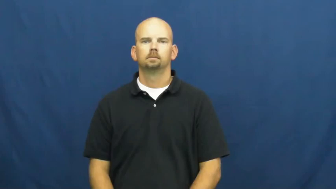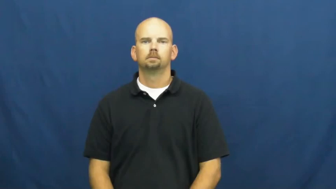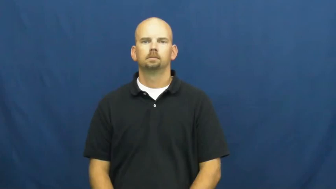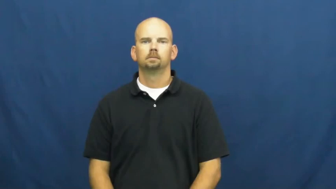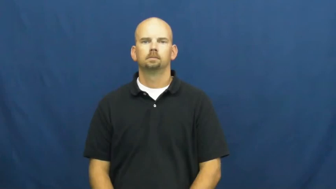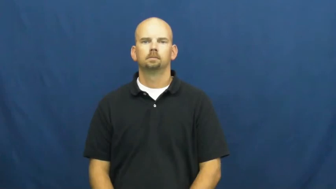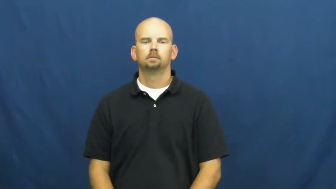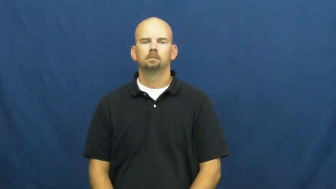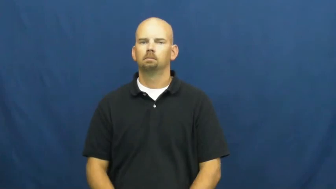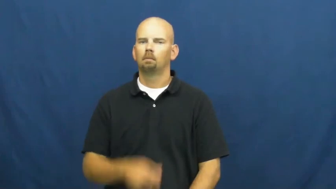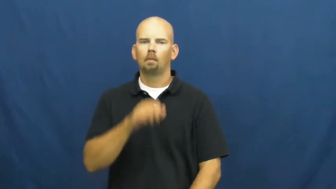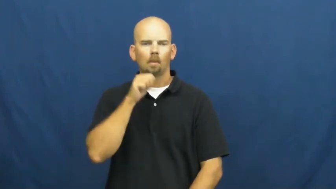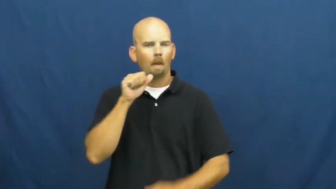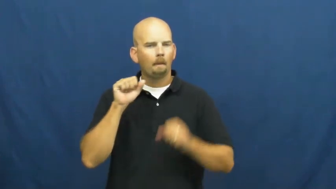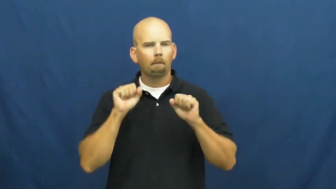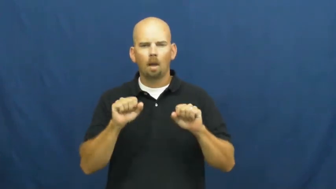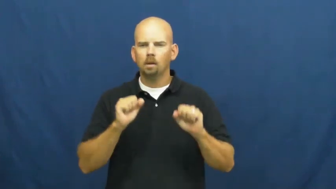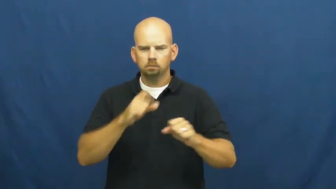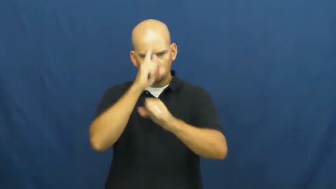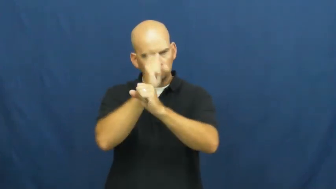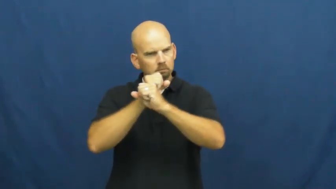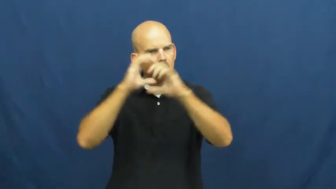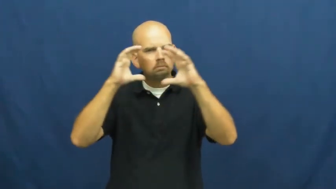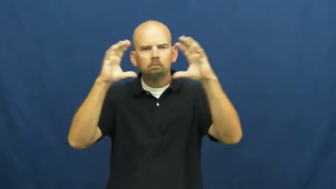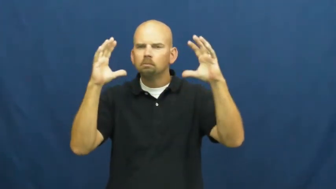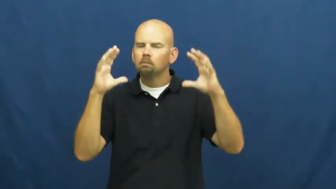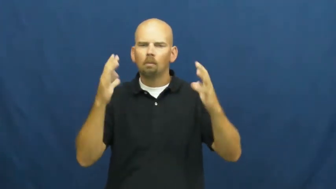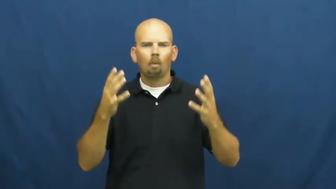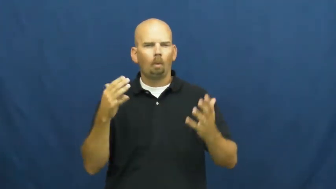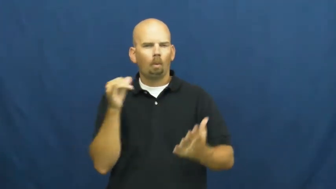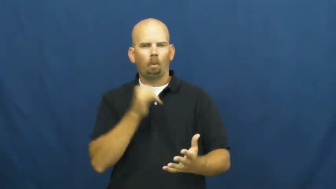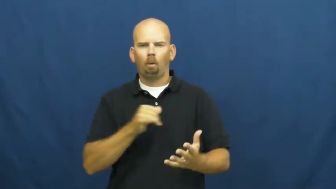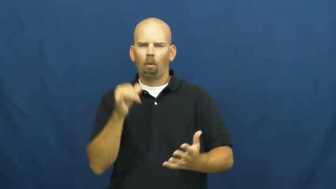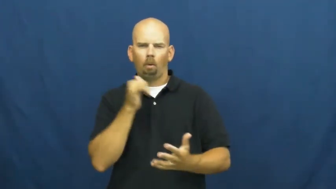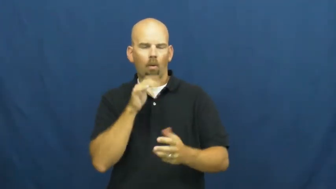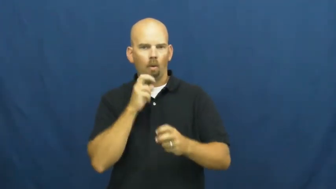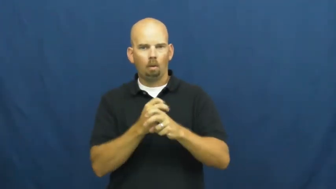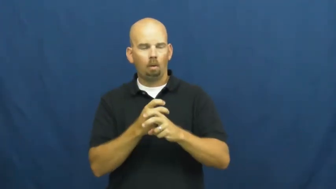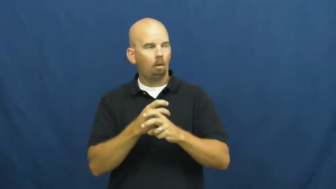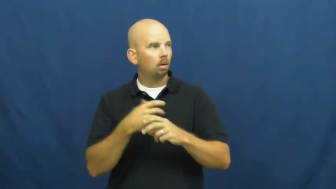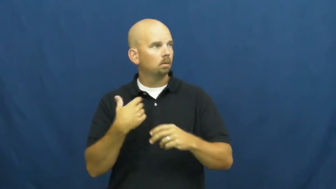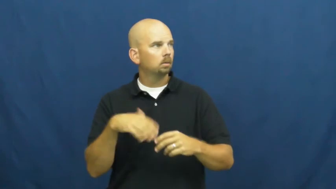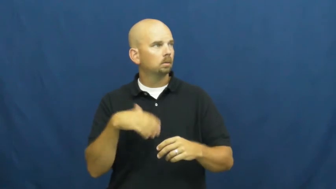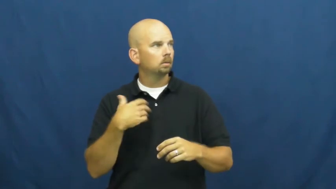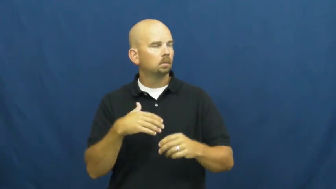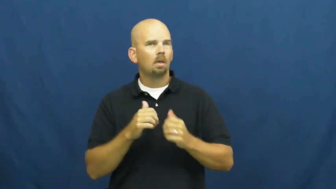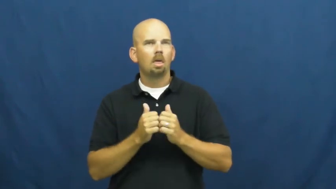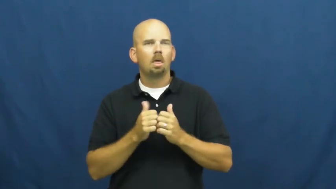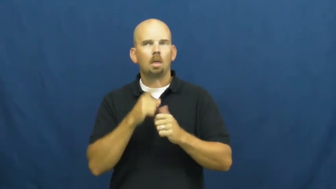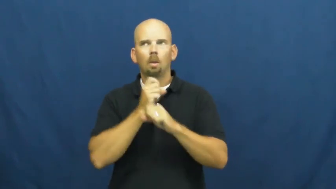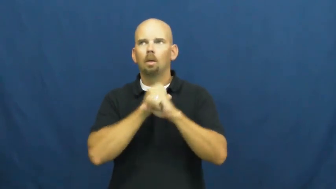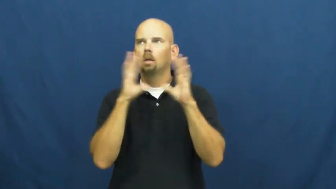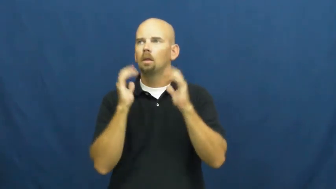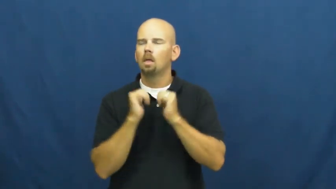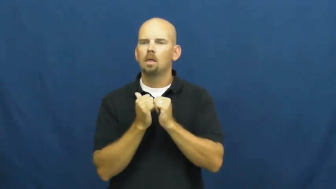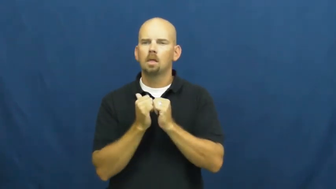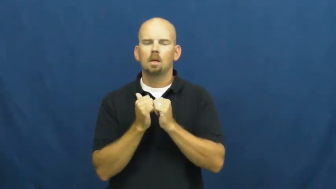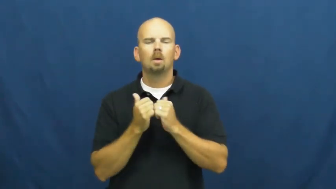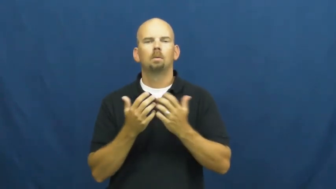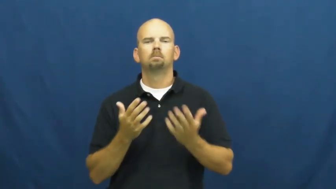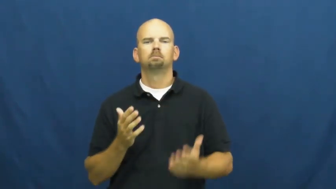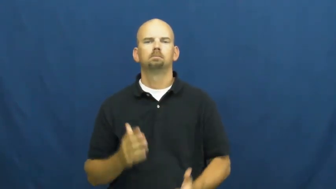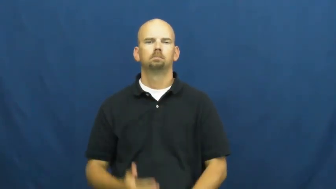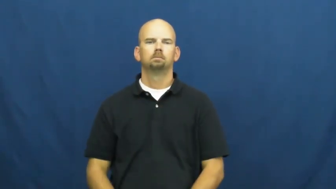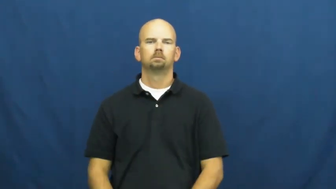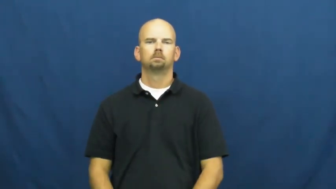inconceivable